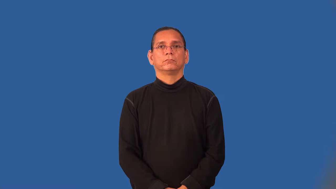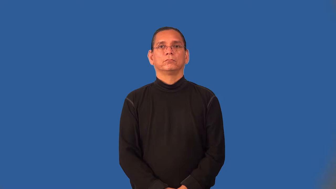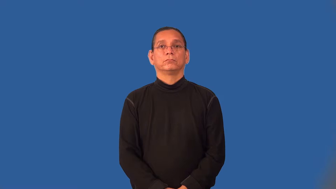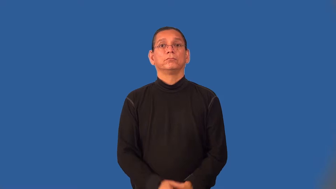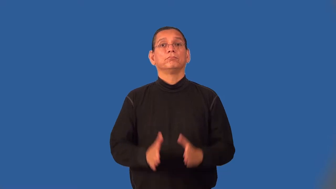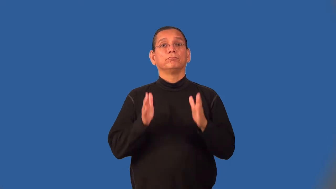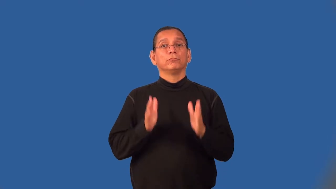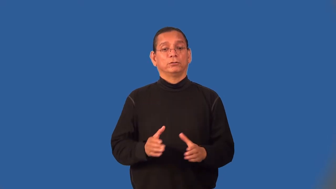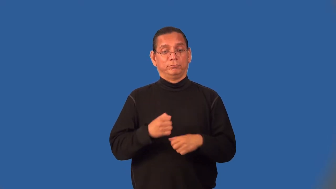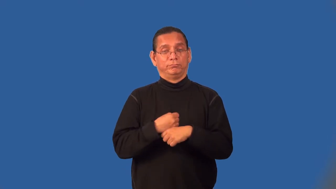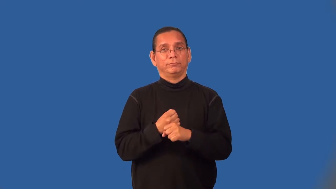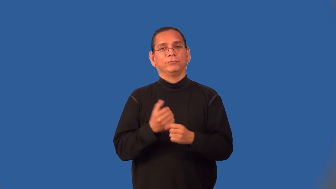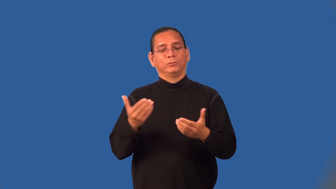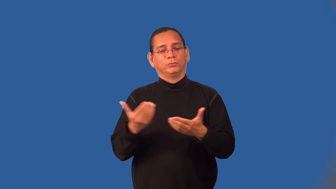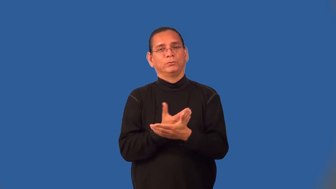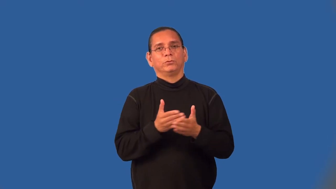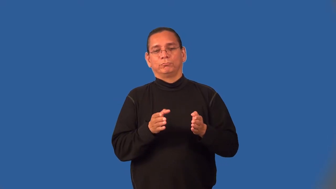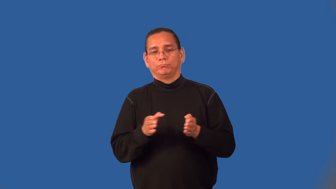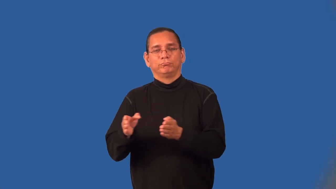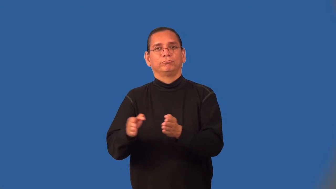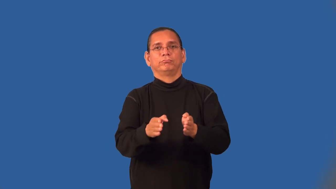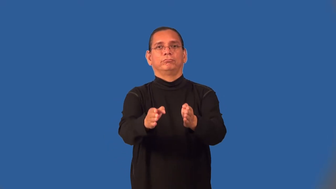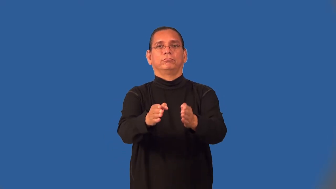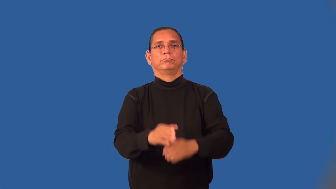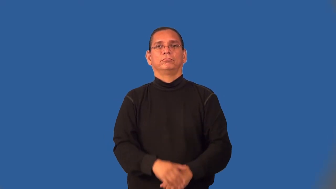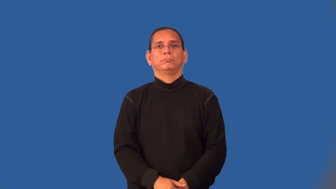trailblazer